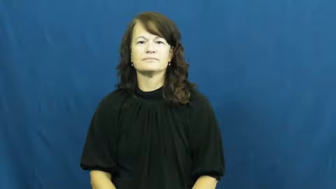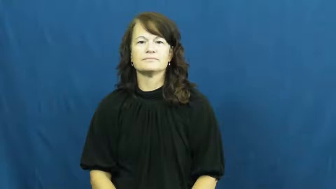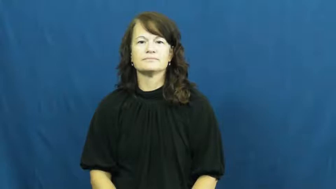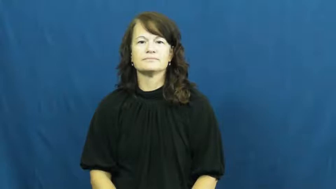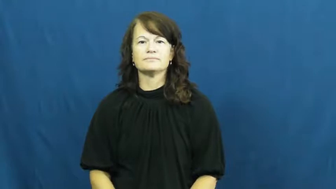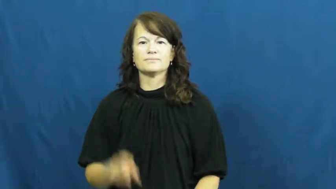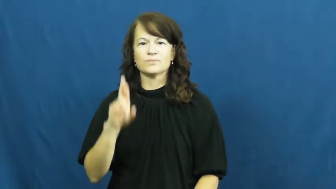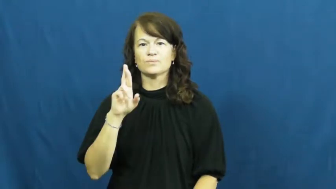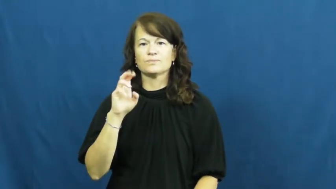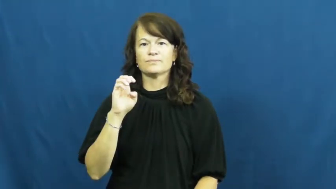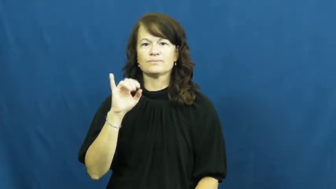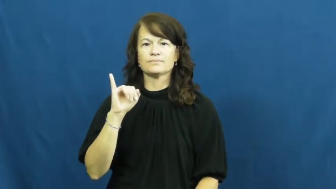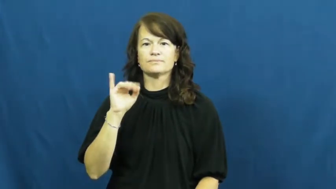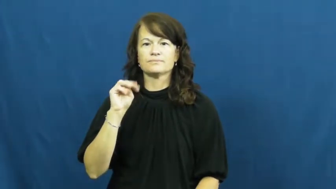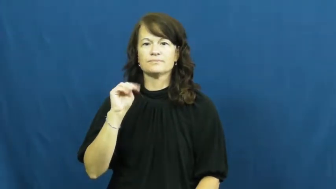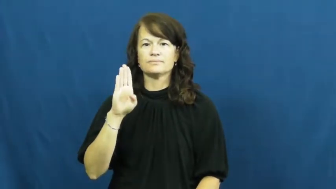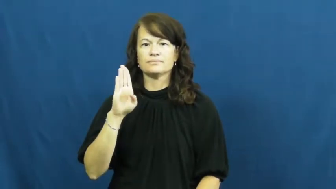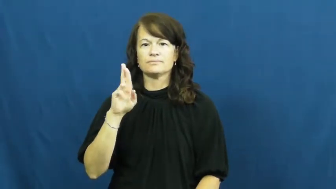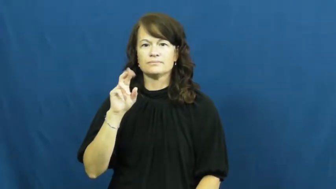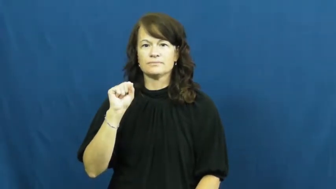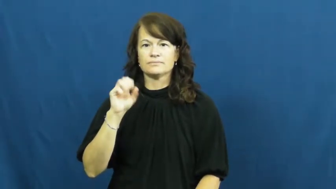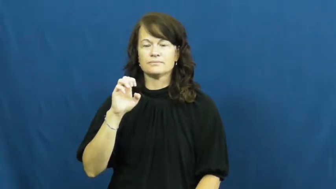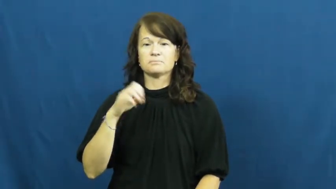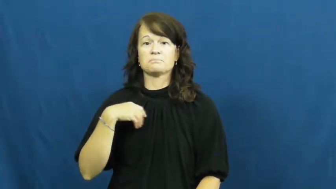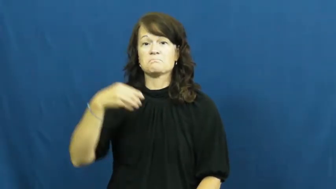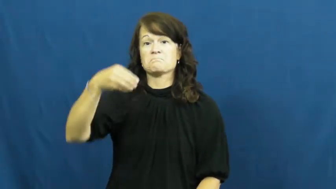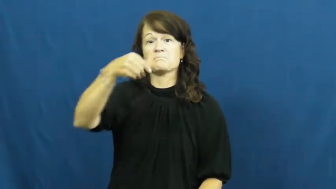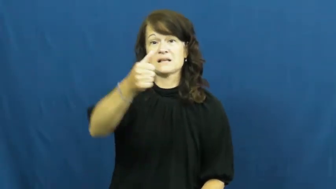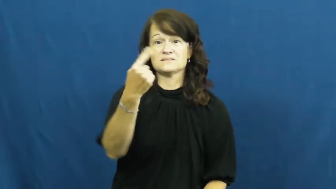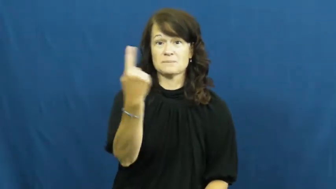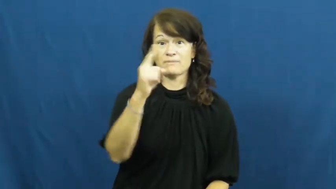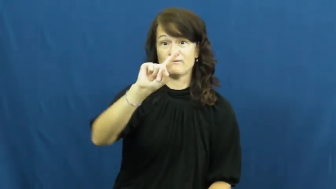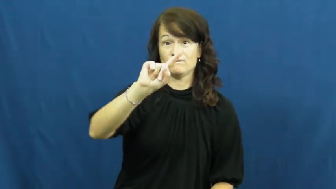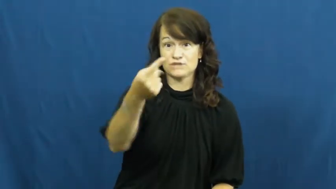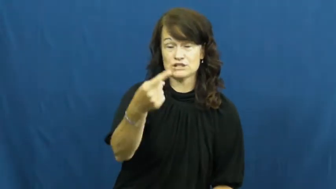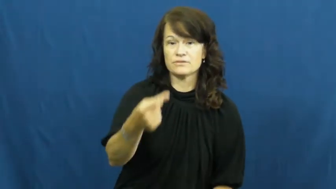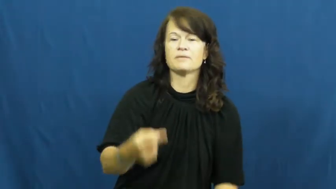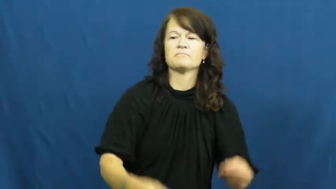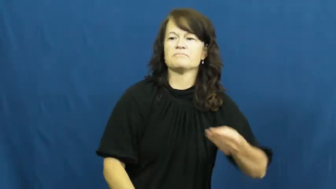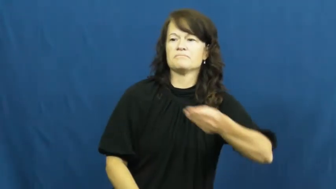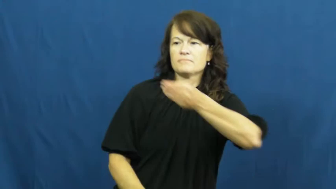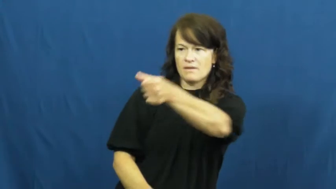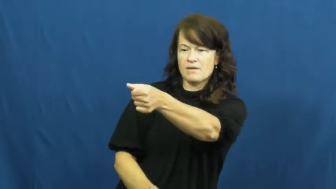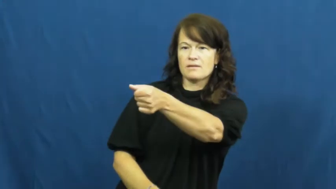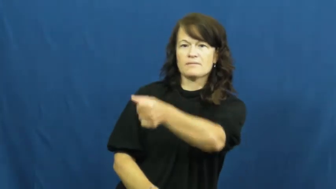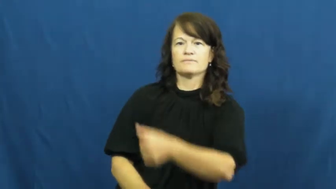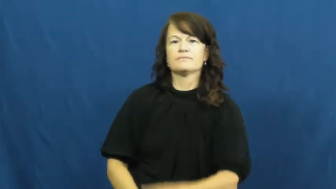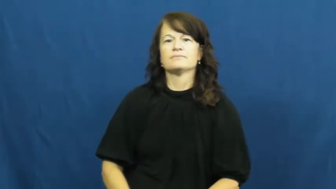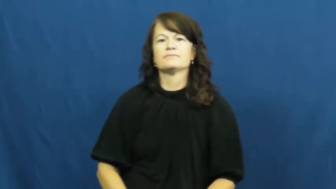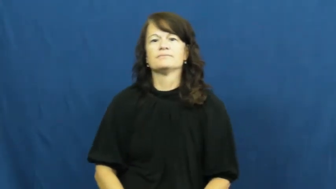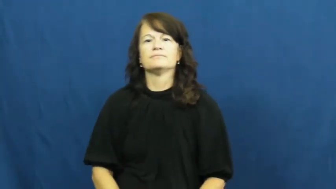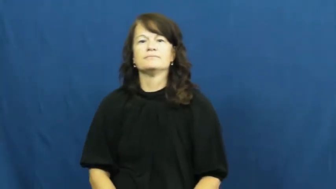reimburse